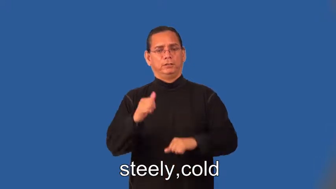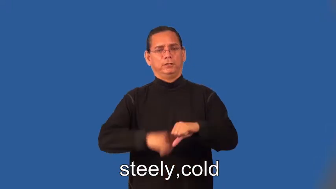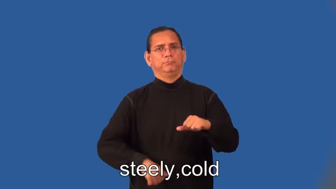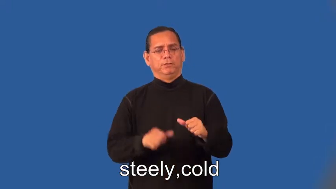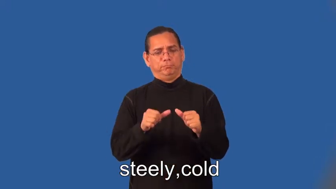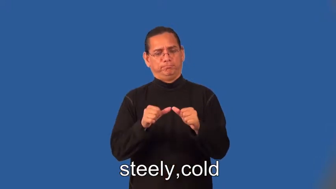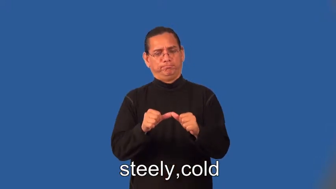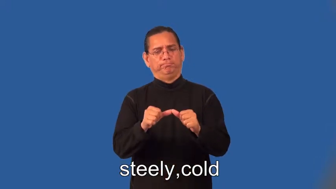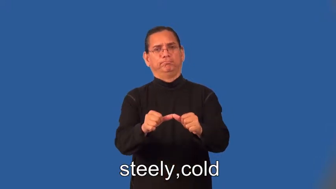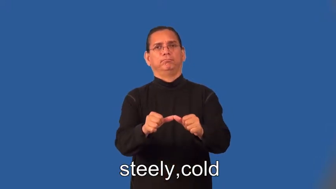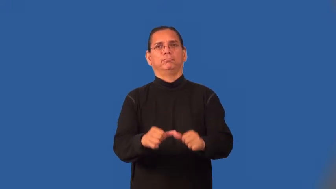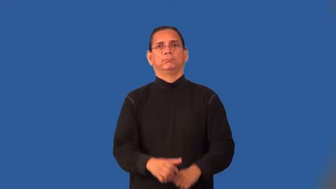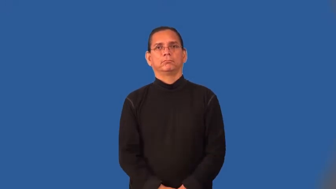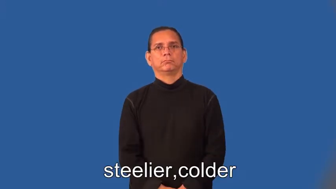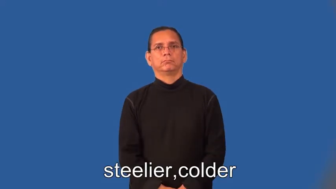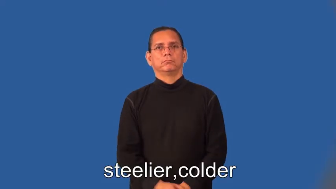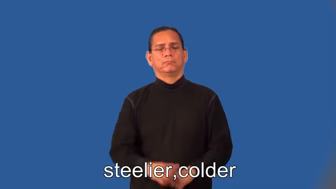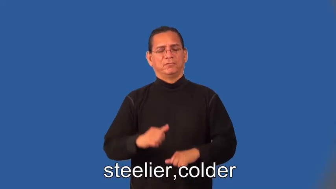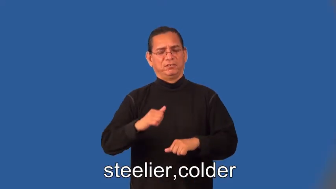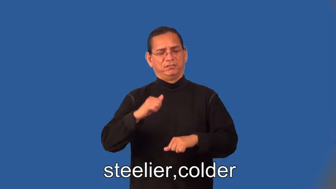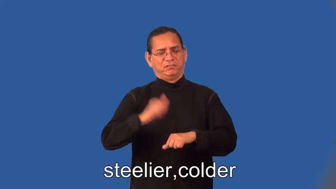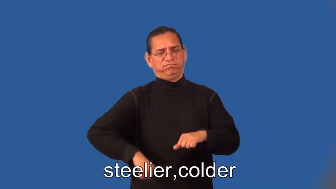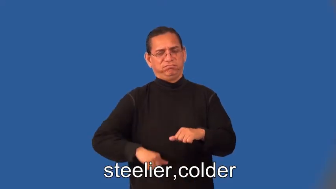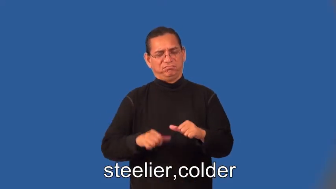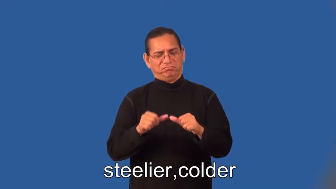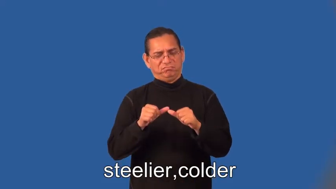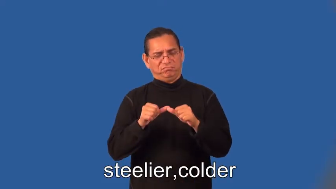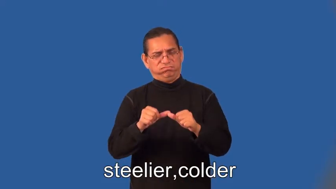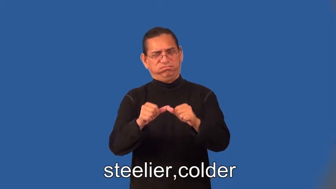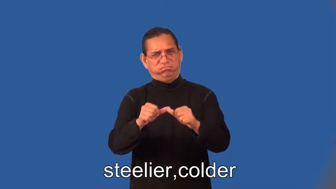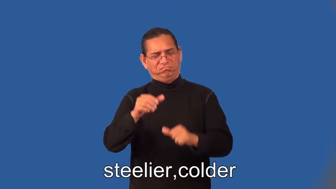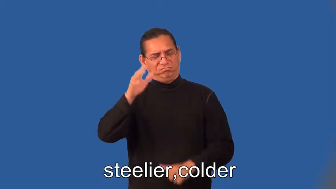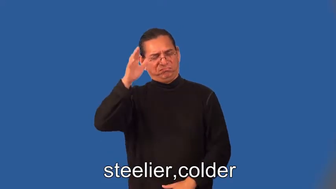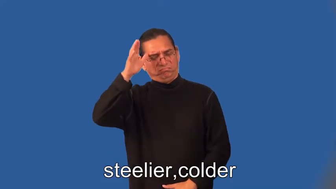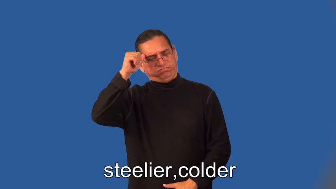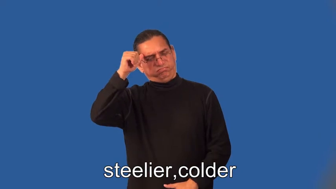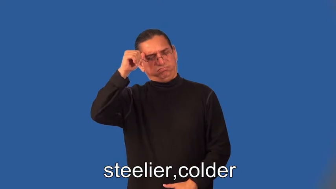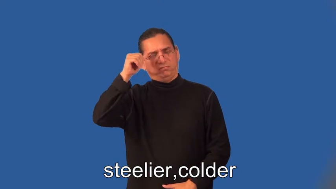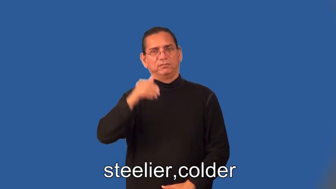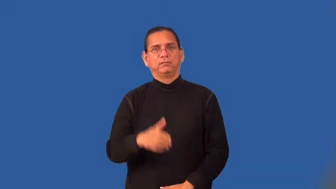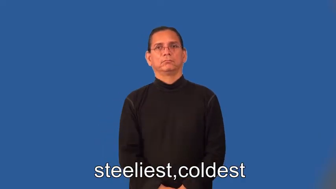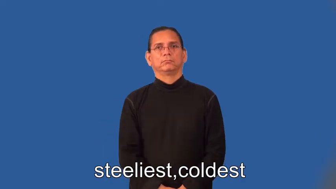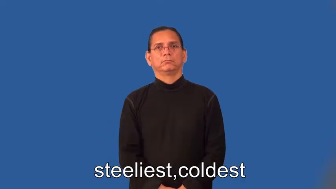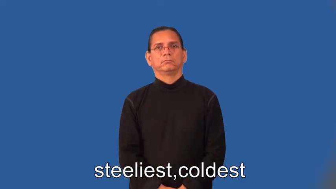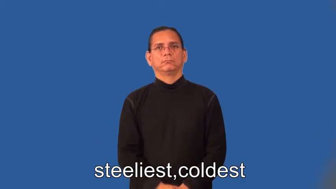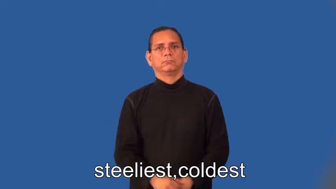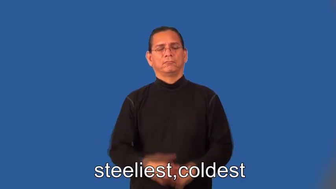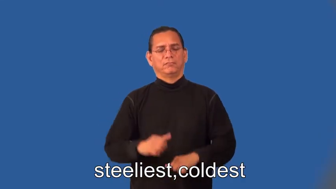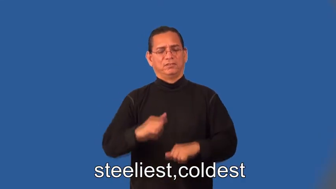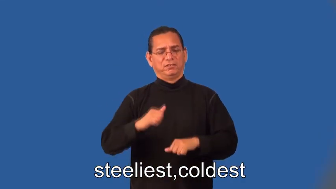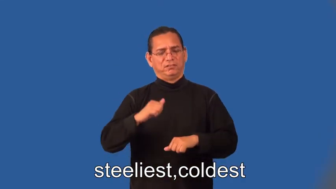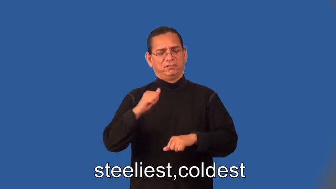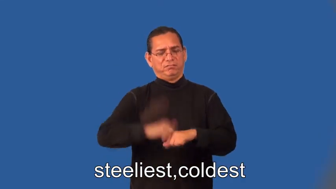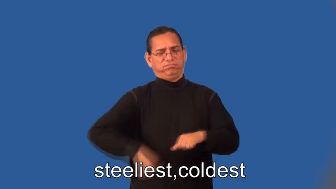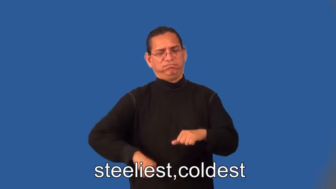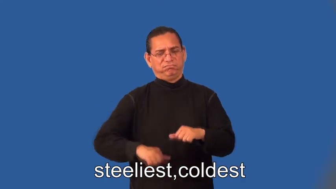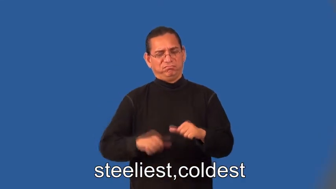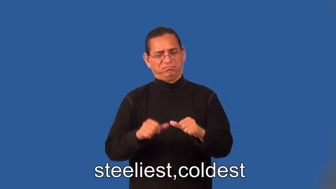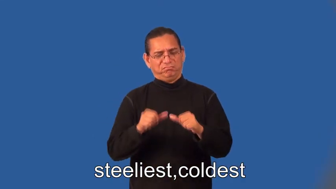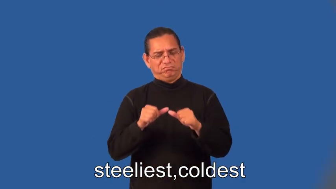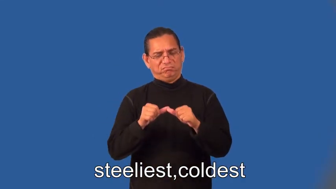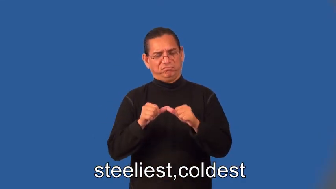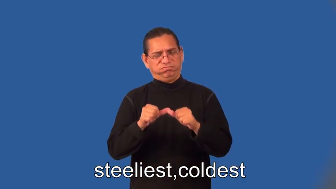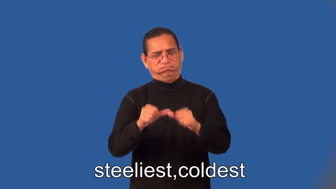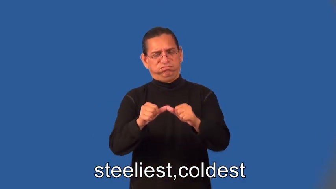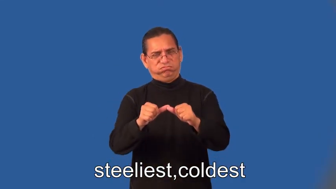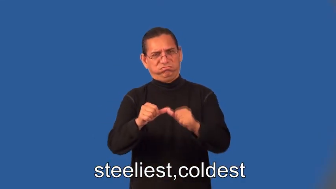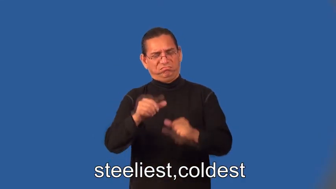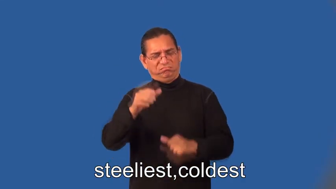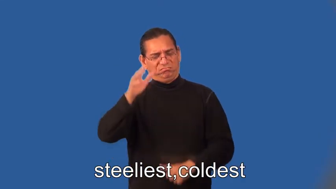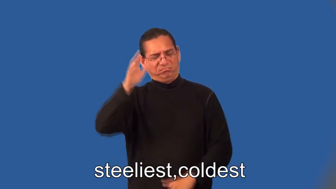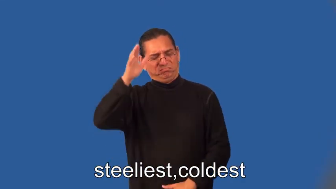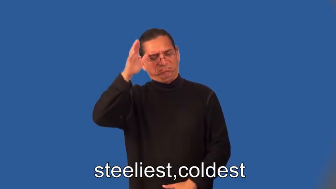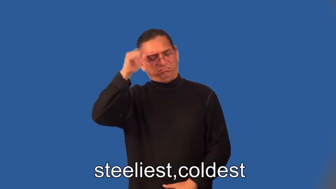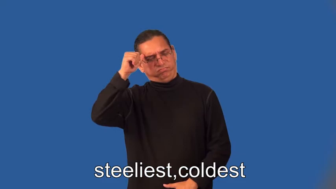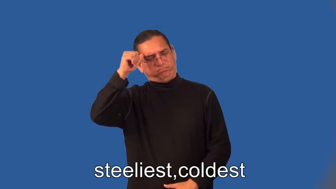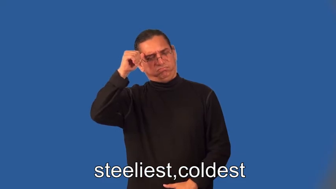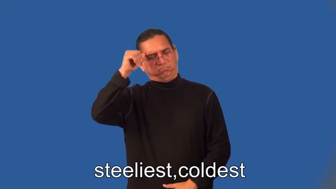steelier,colder,steeliest,coldest